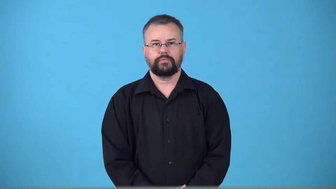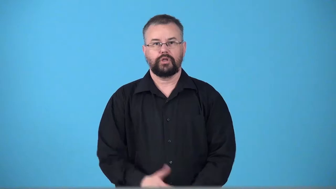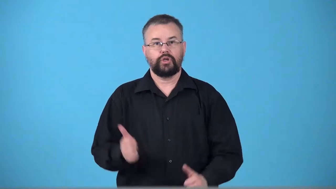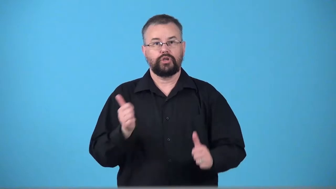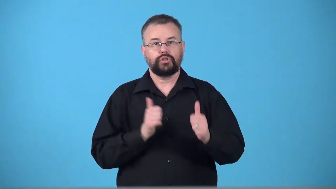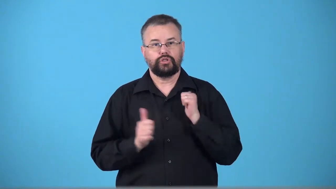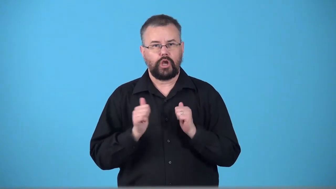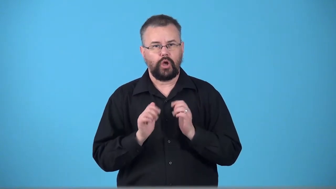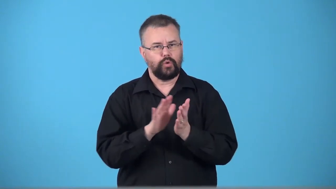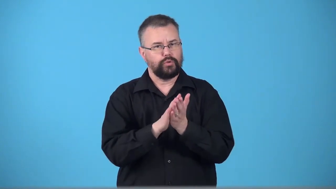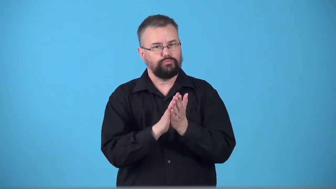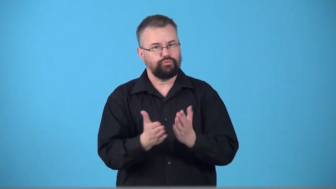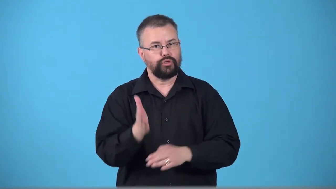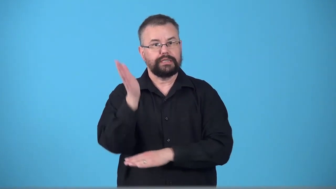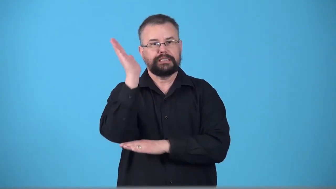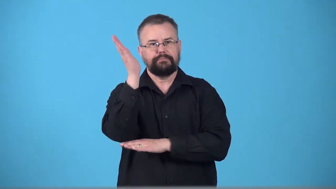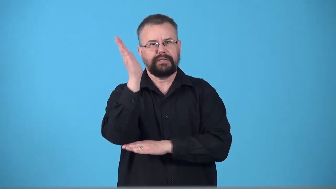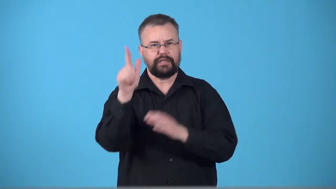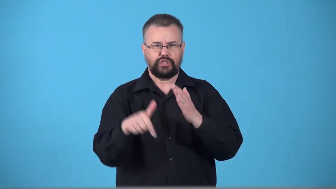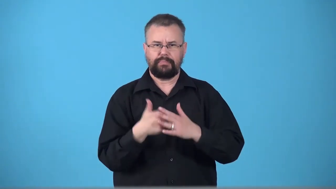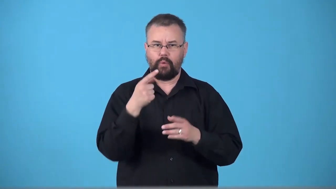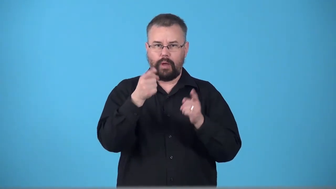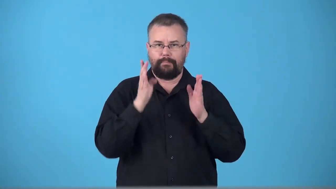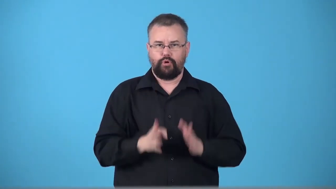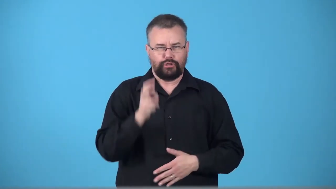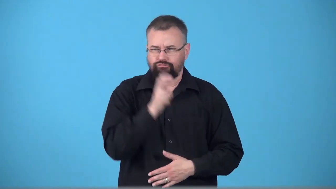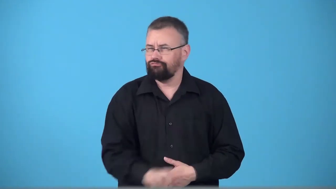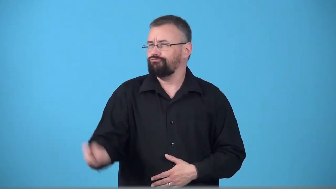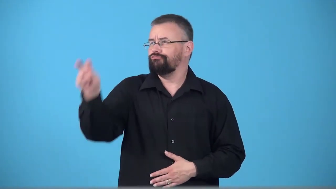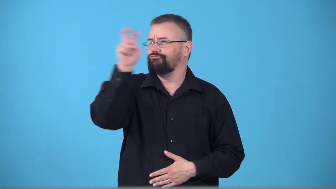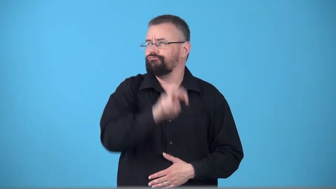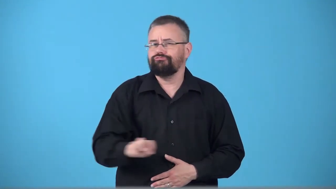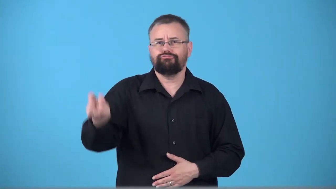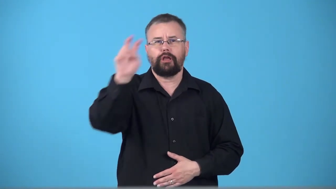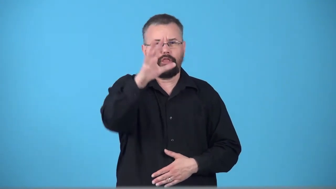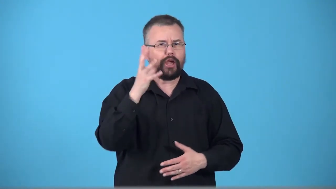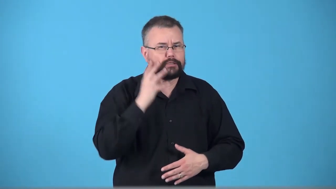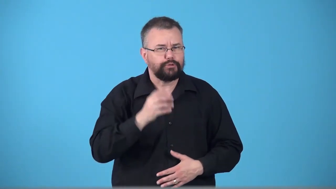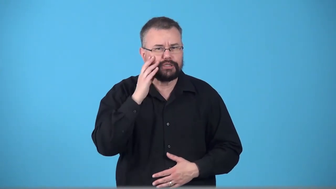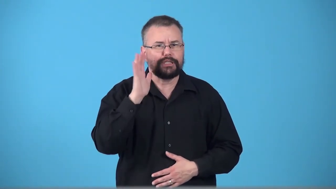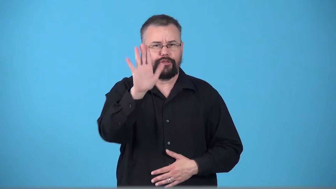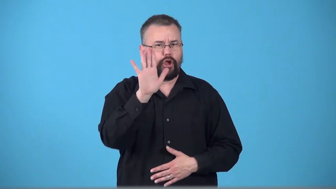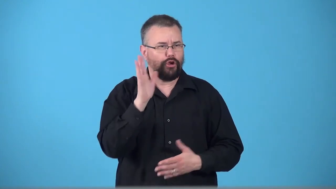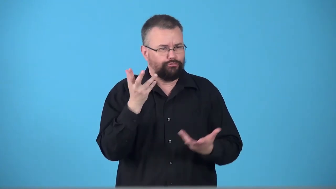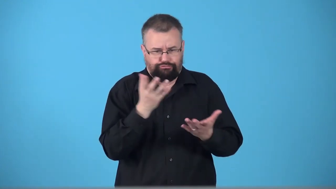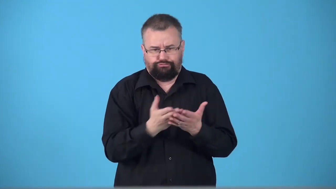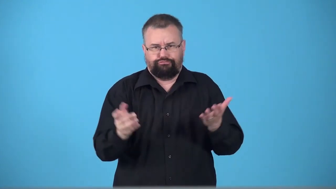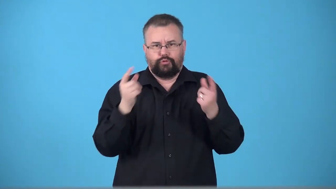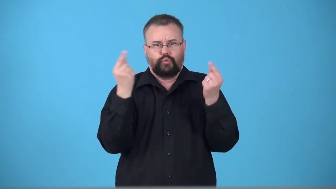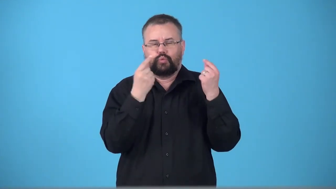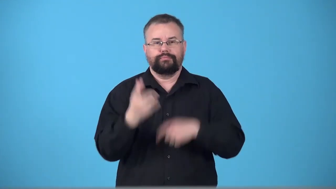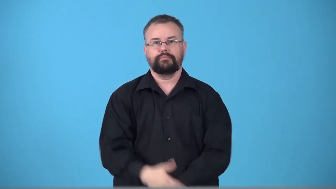travelogue